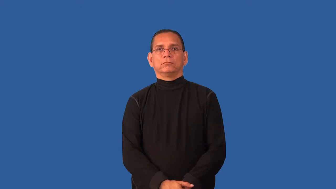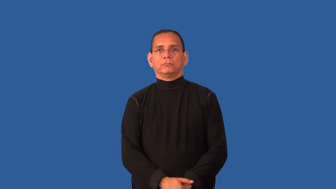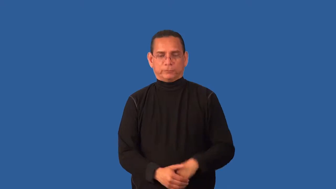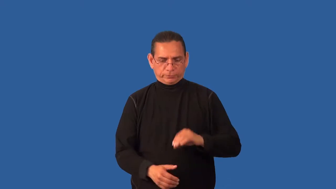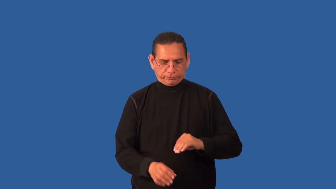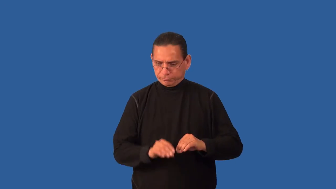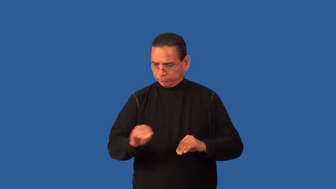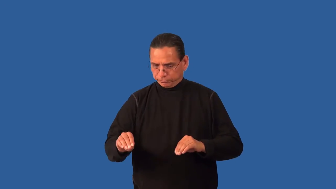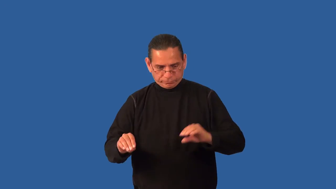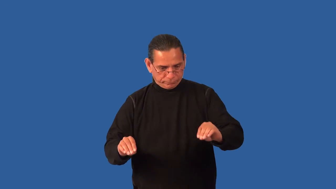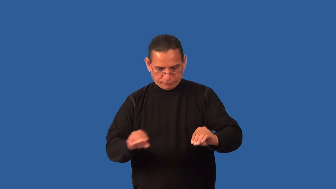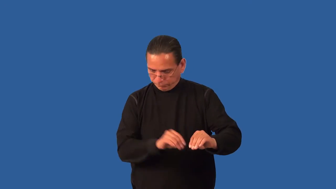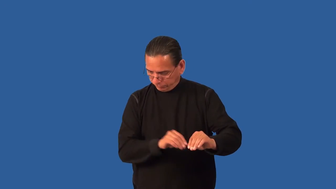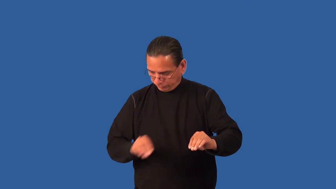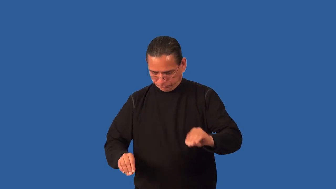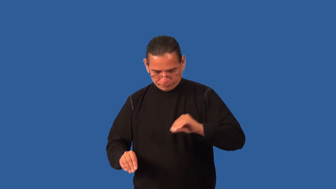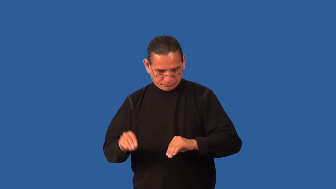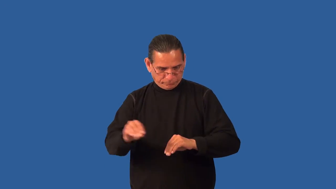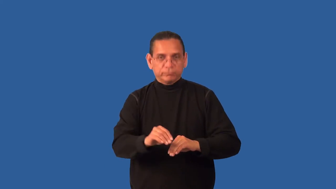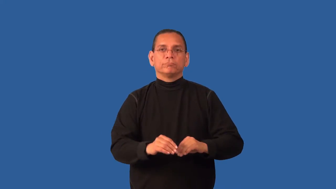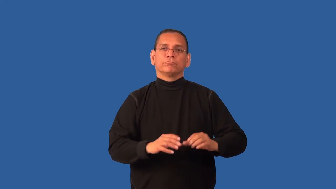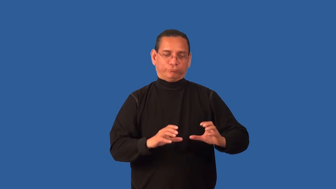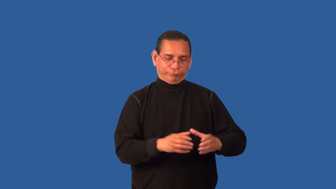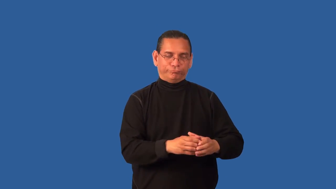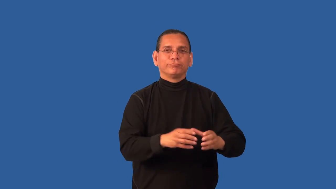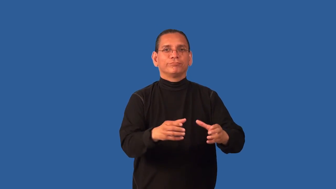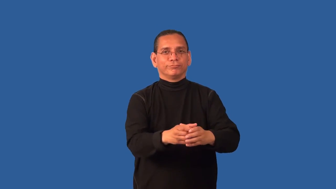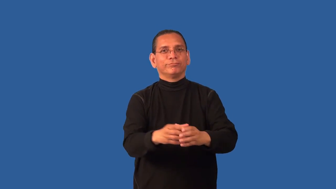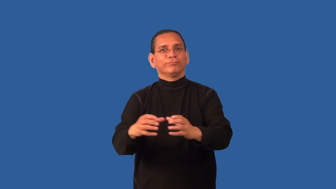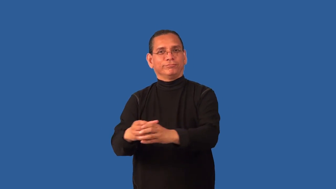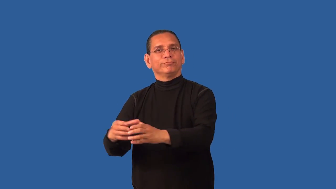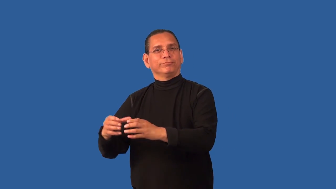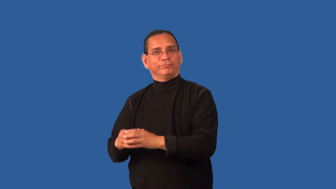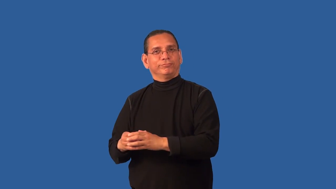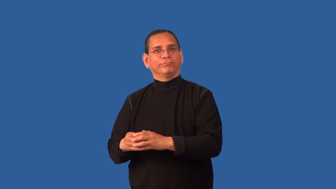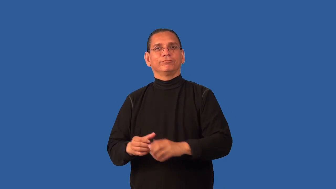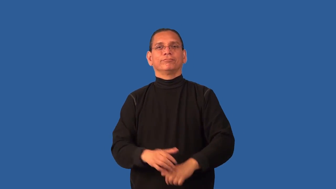compartmentalize